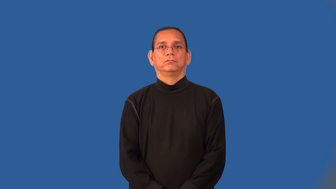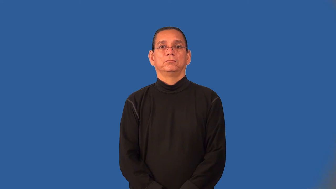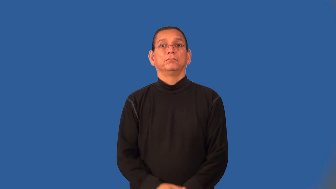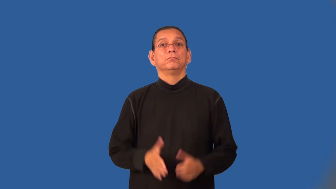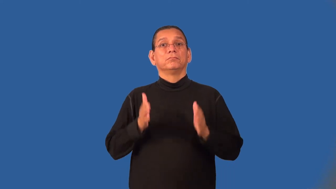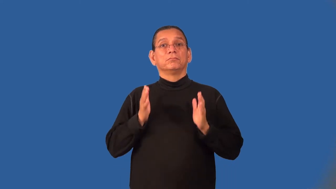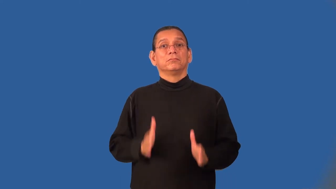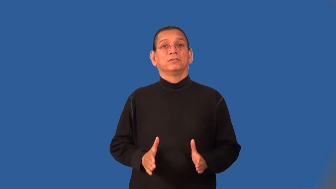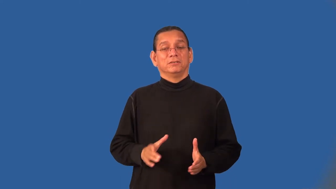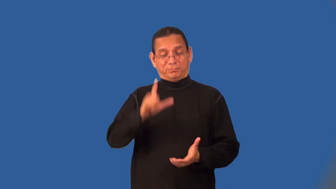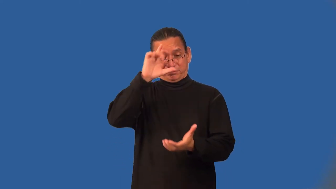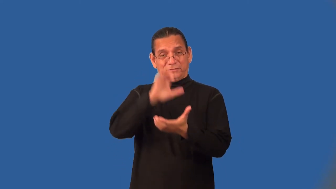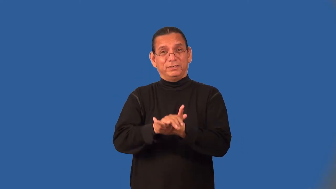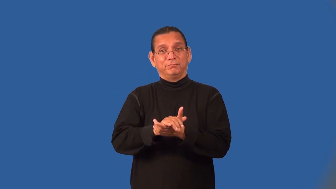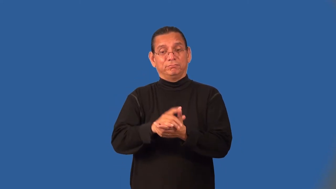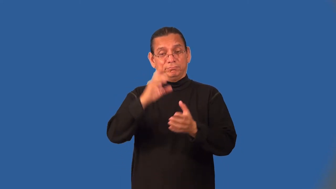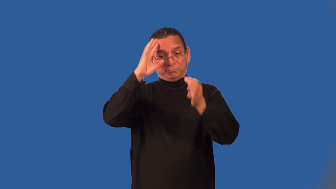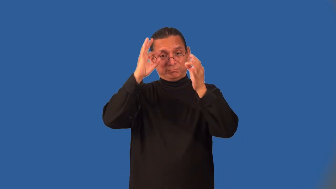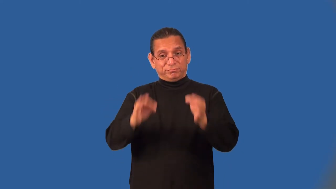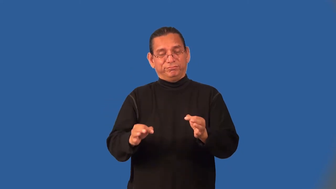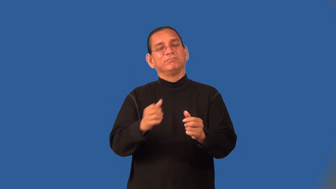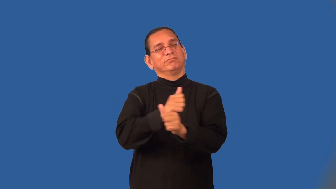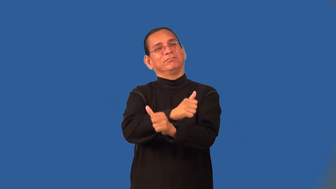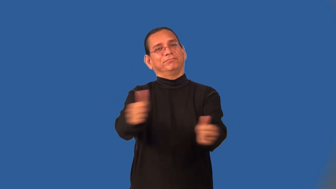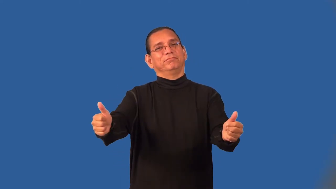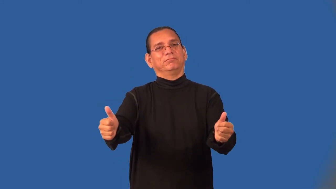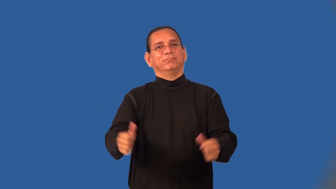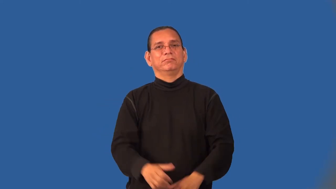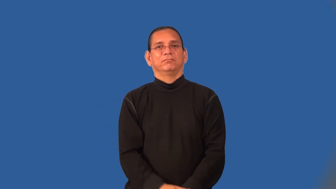libertarian